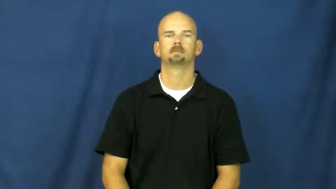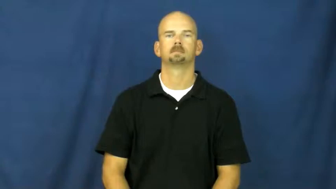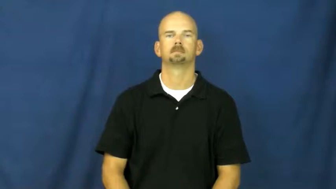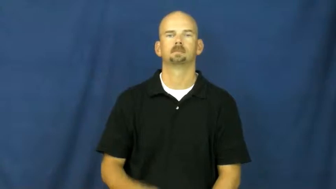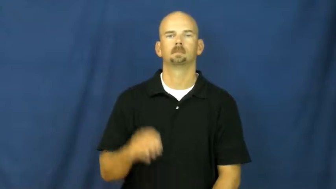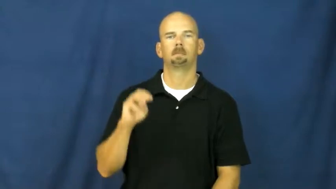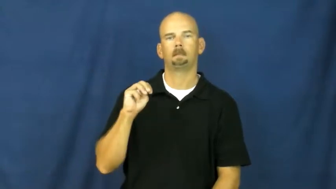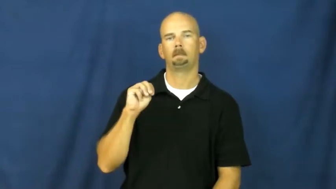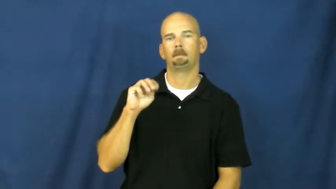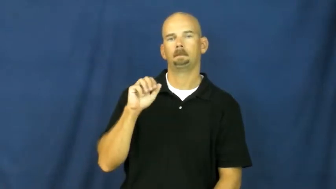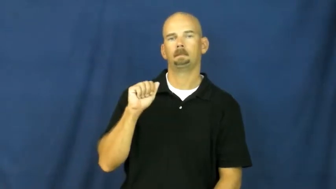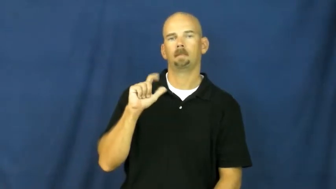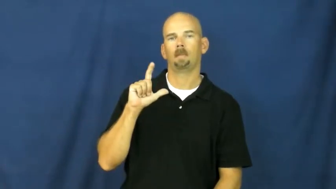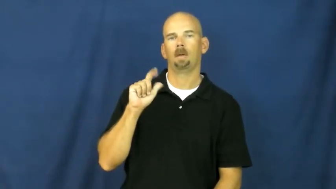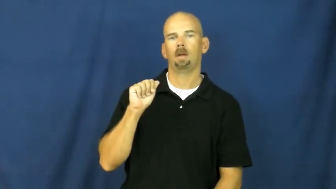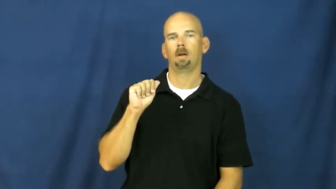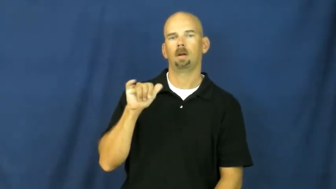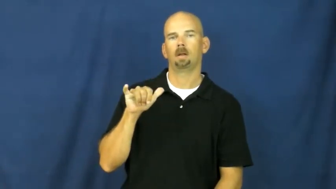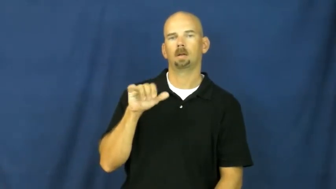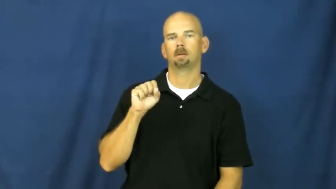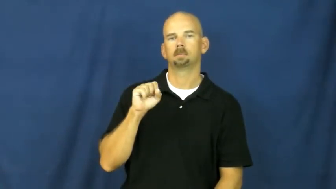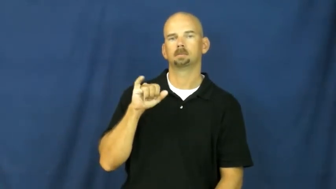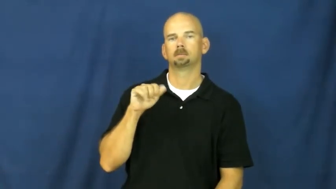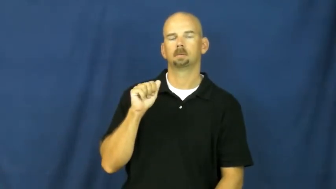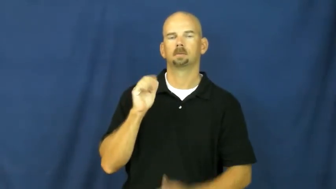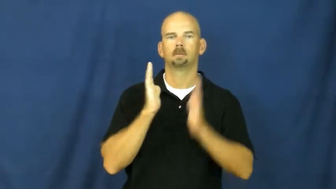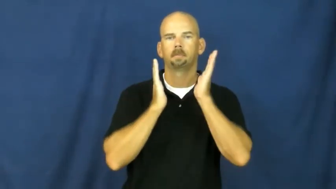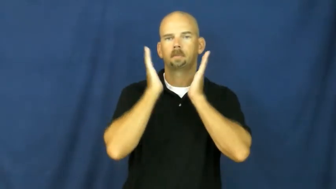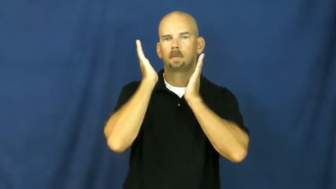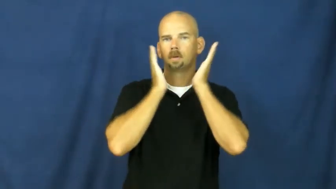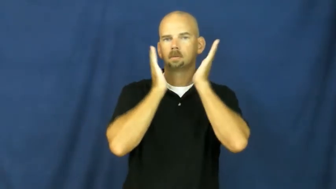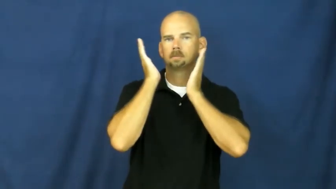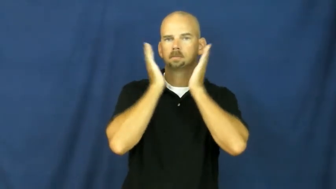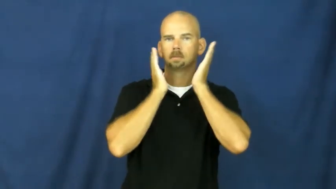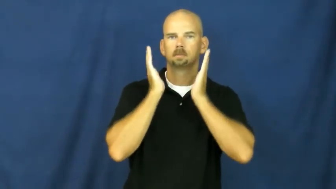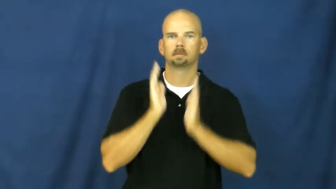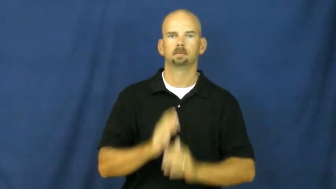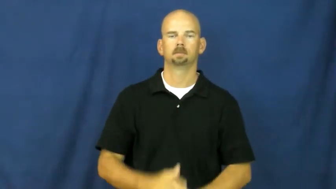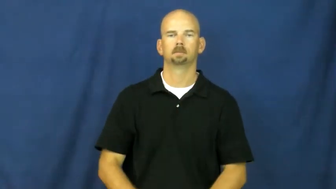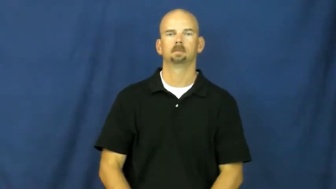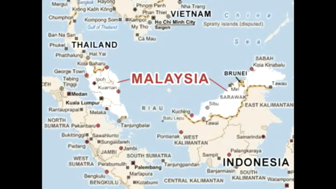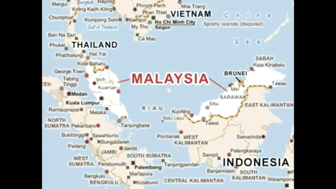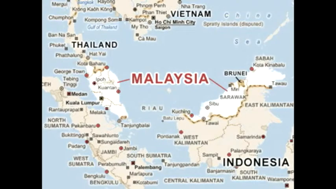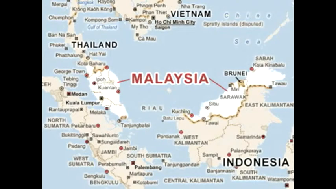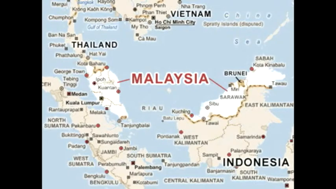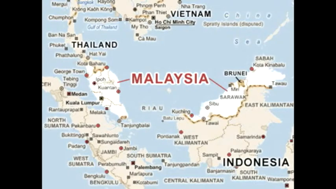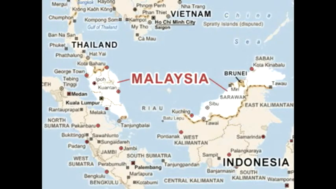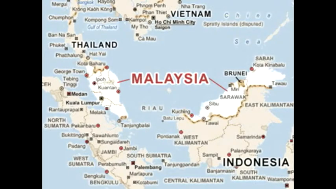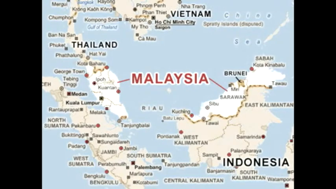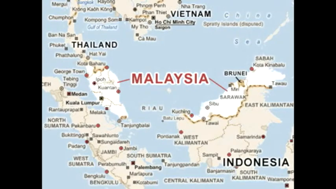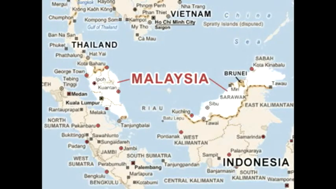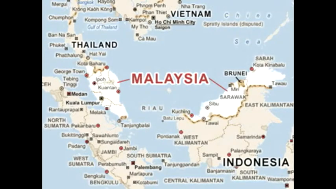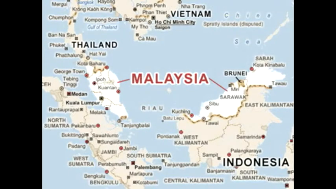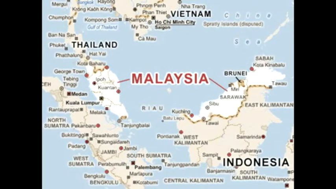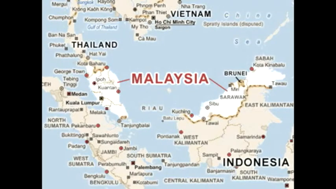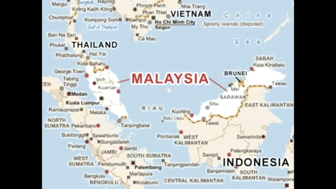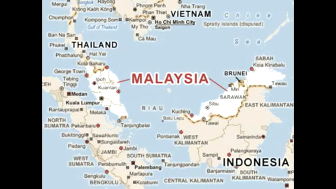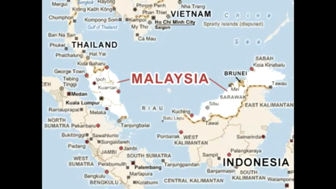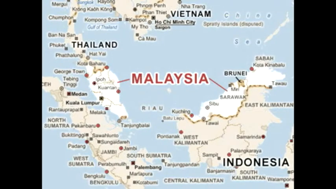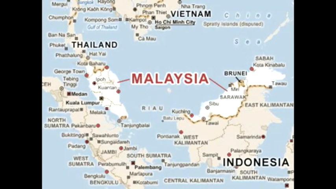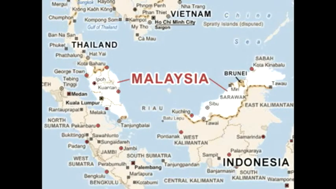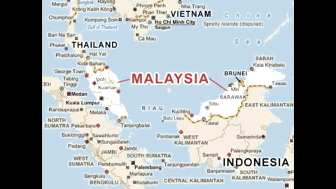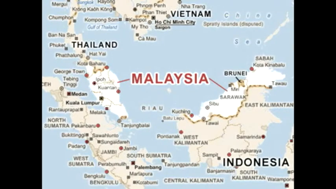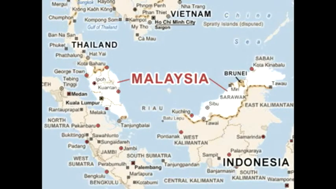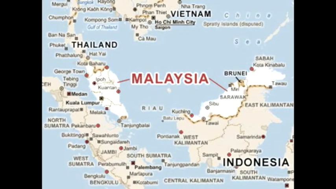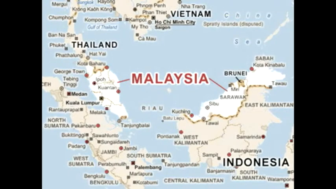malaysia